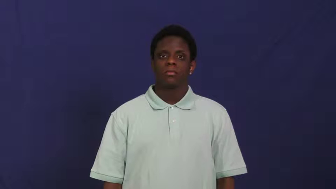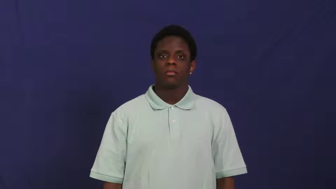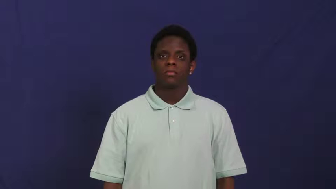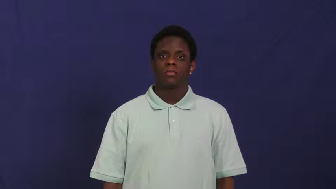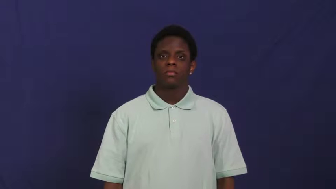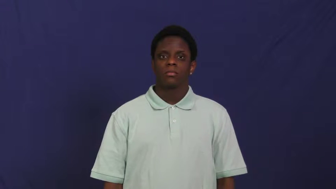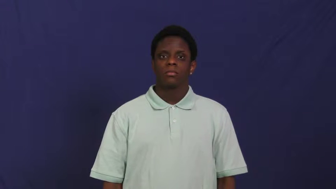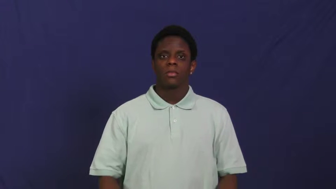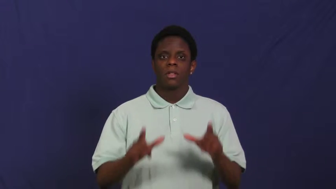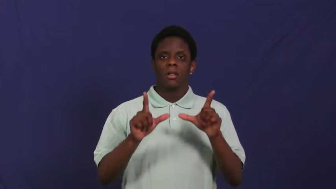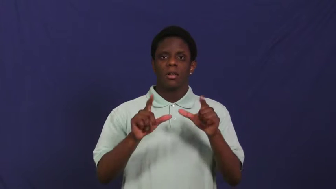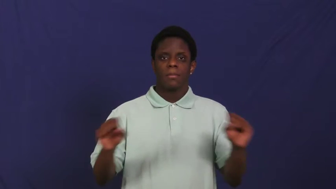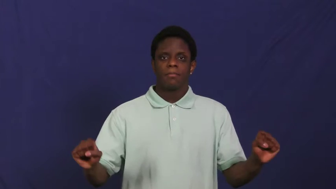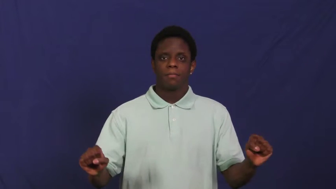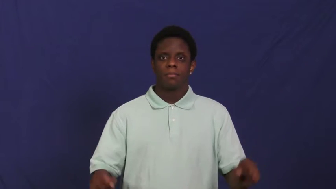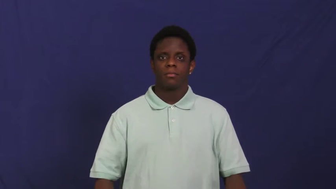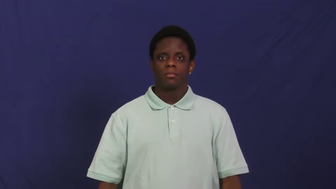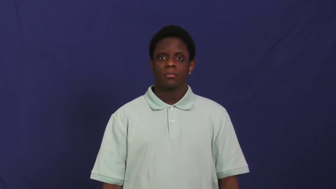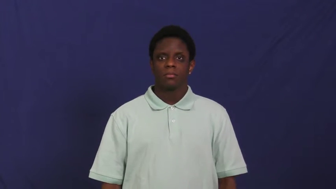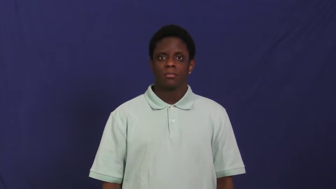linguistics,philology